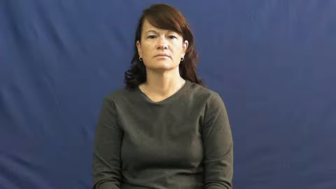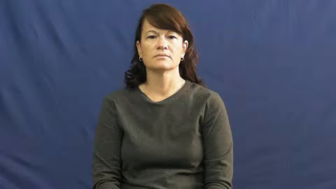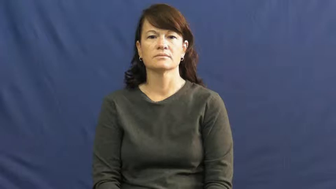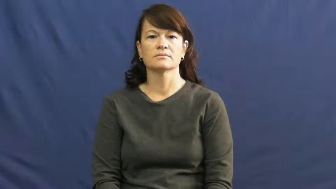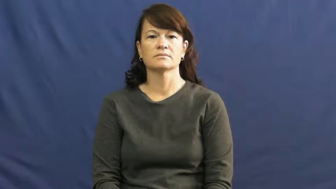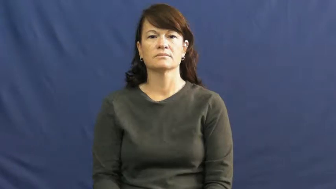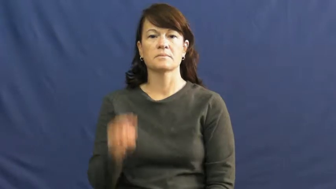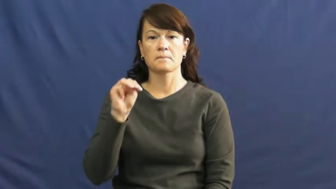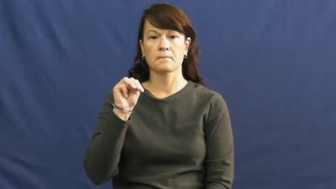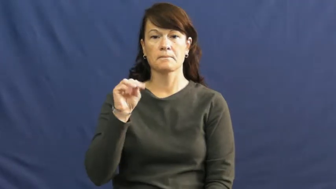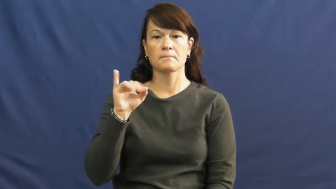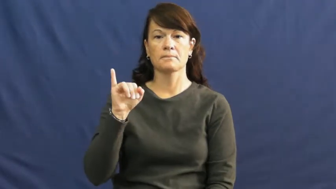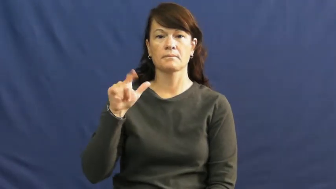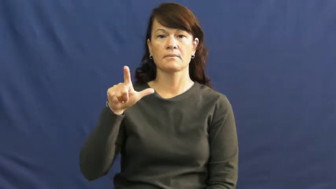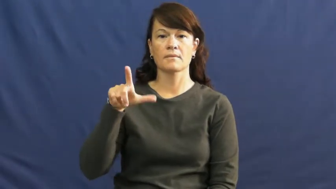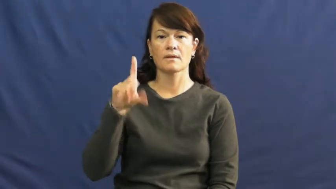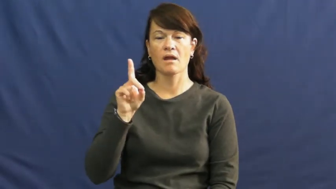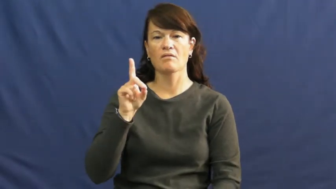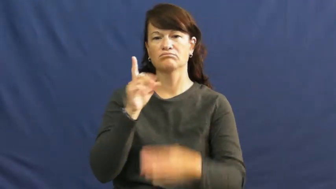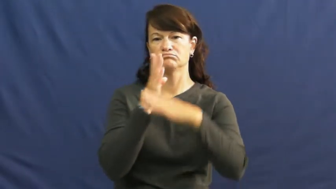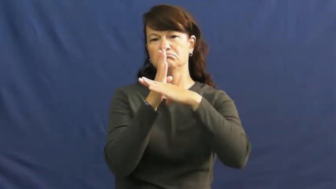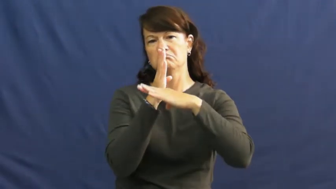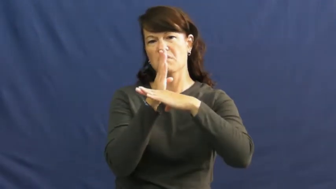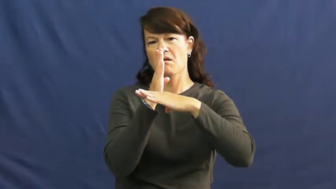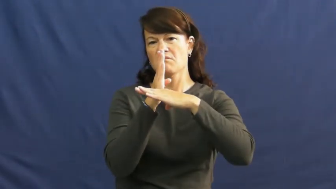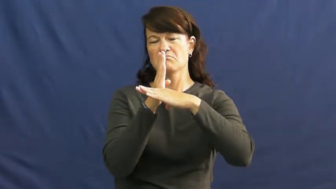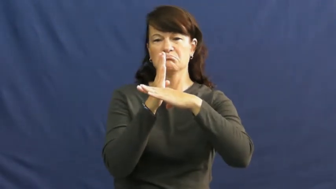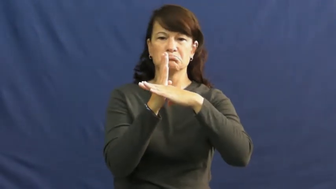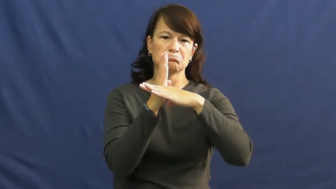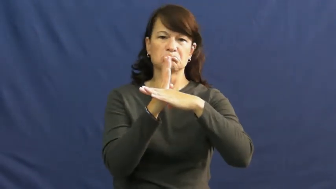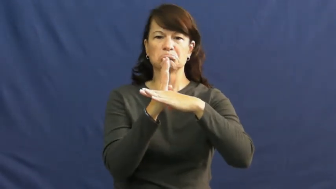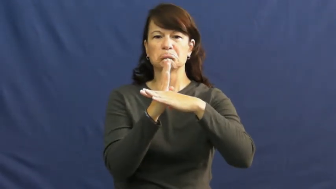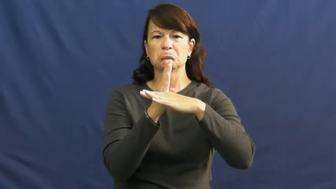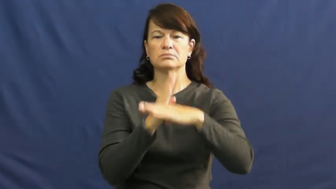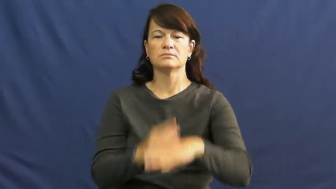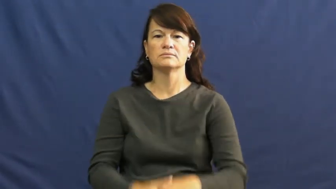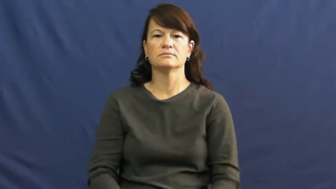mild